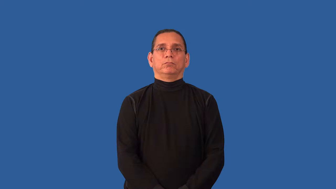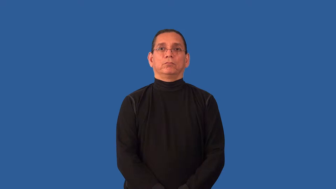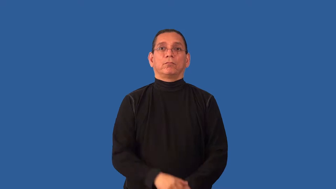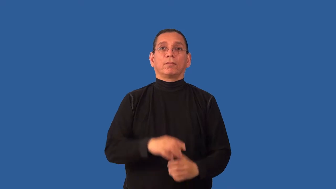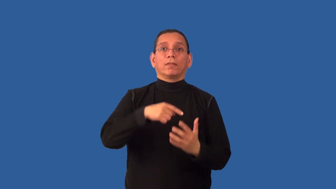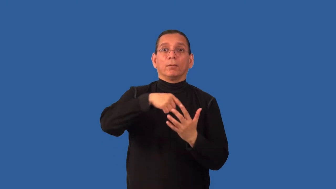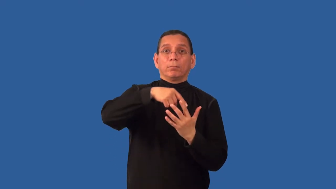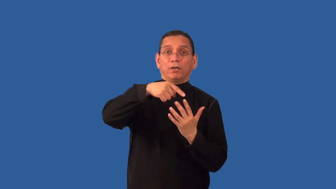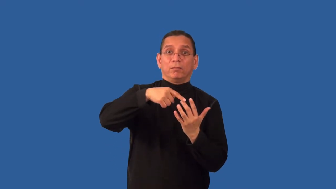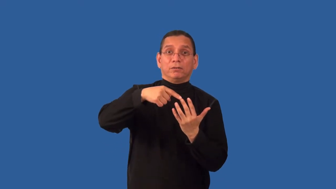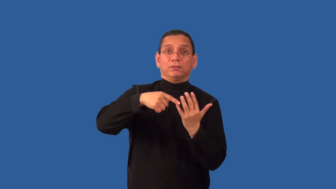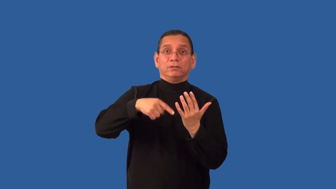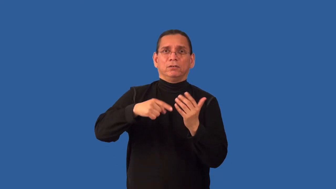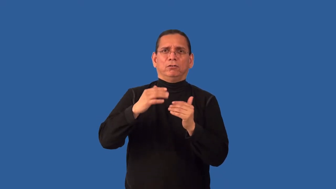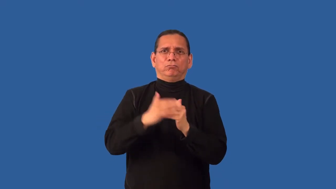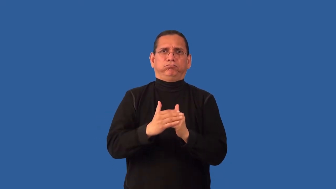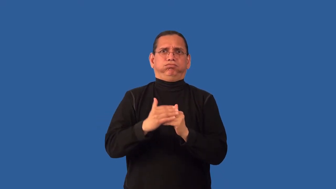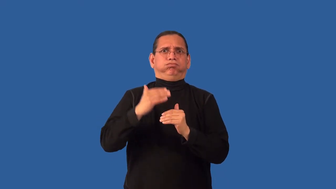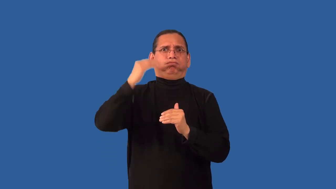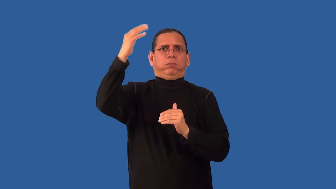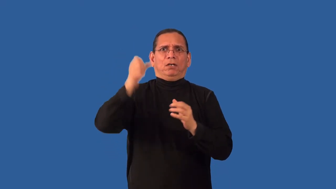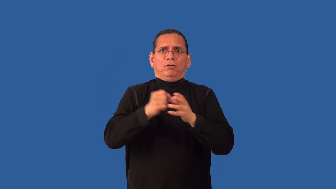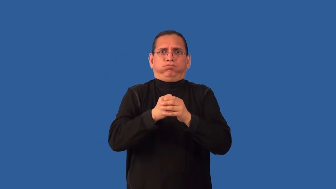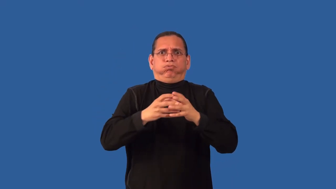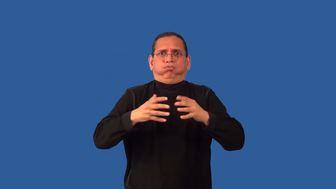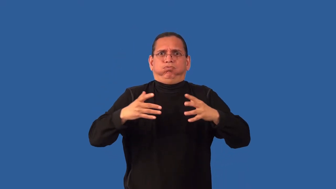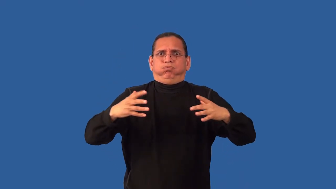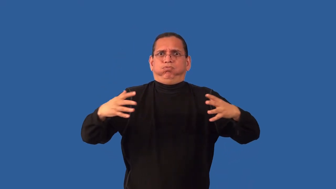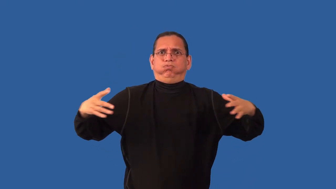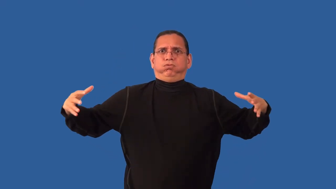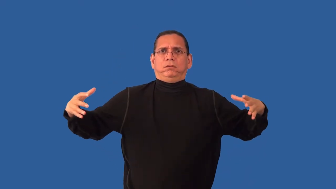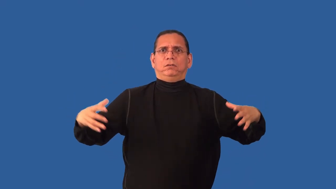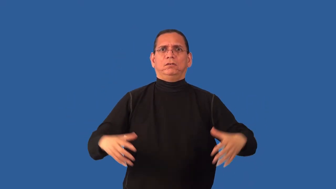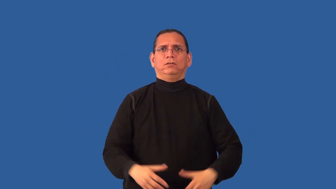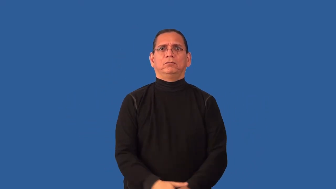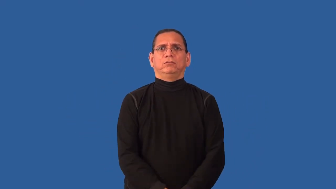overpopulate